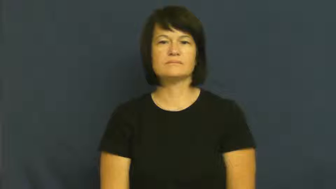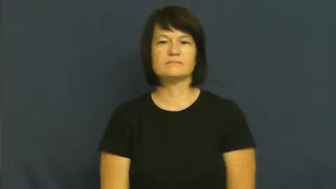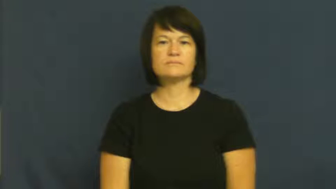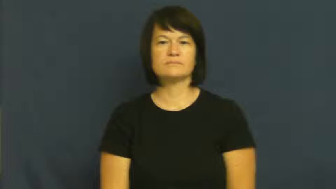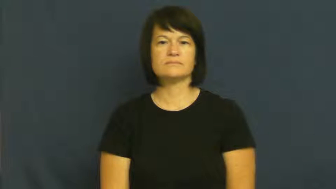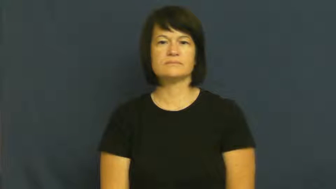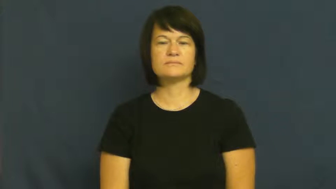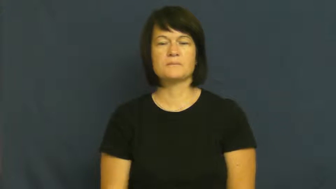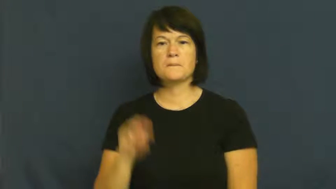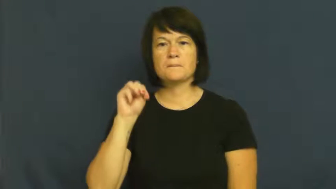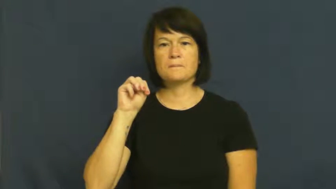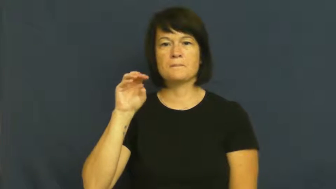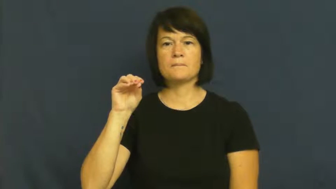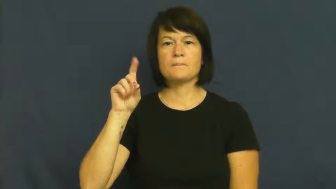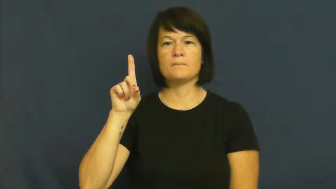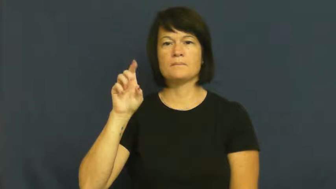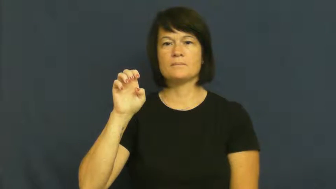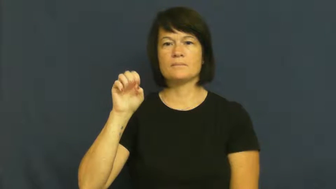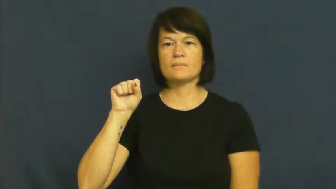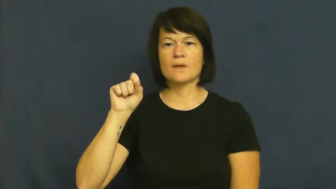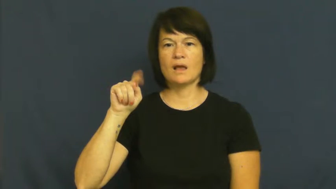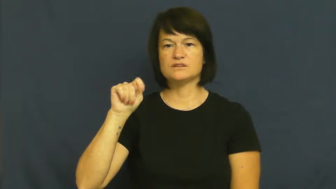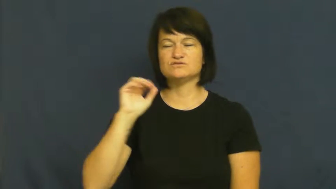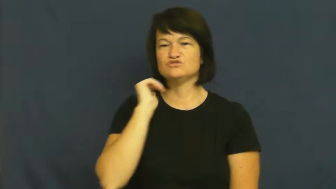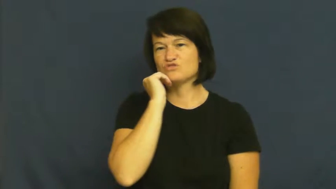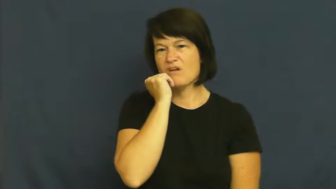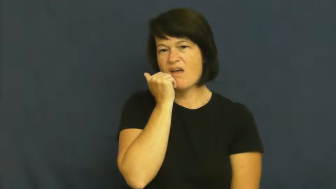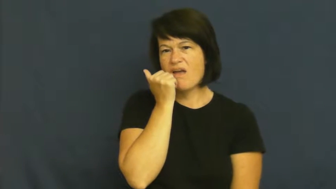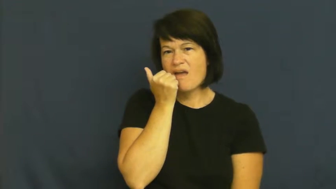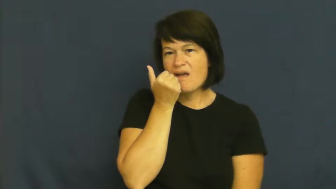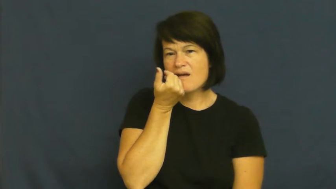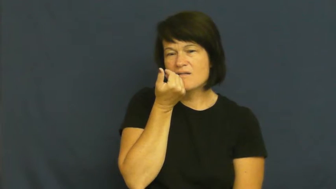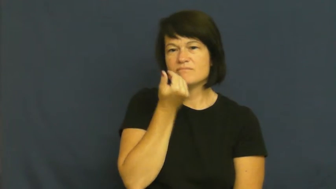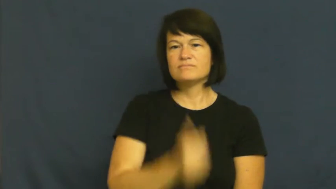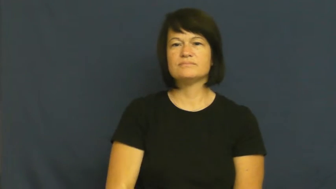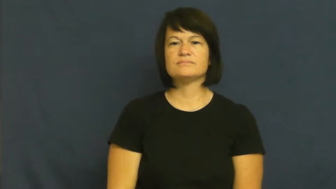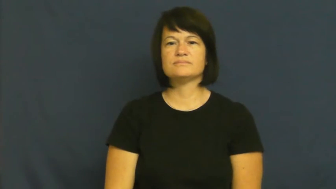modest-shy